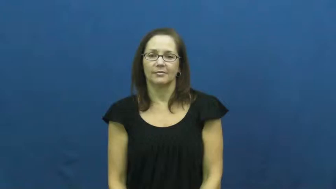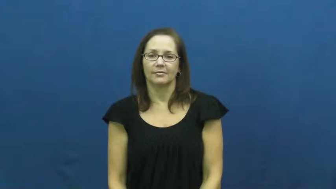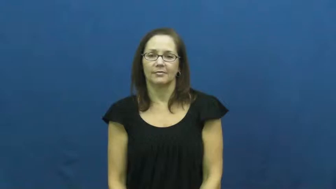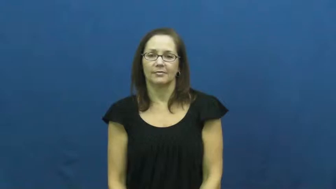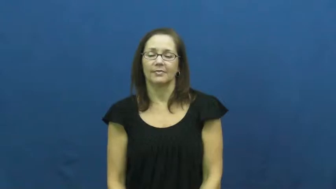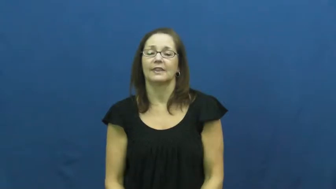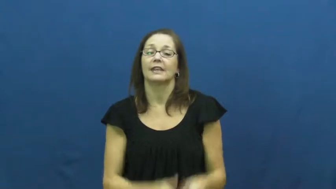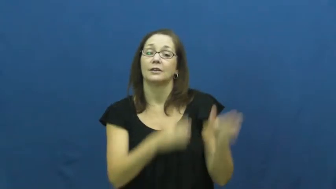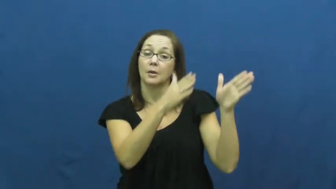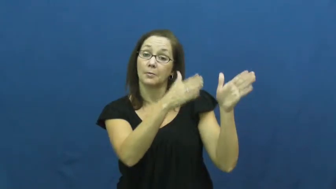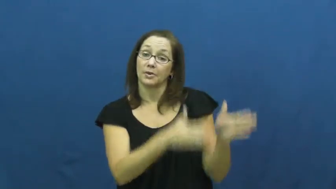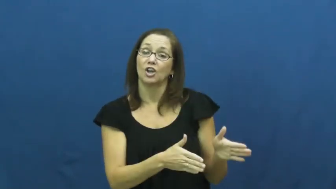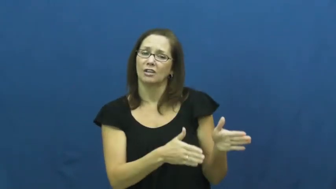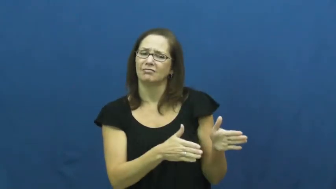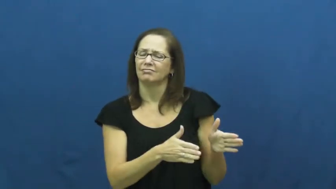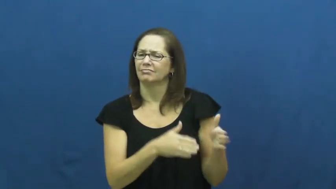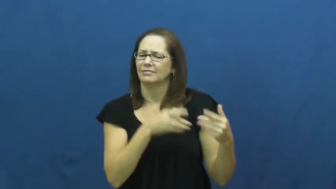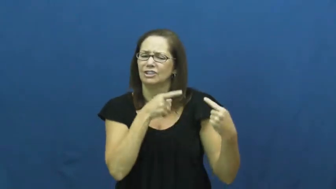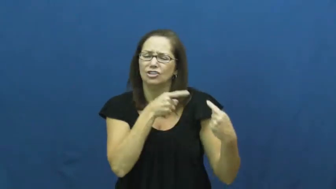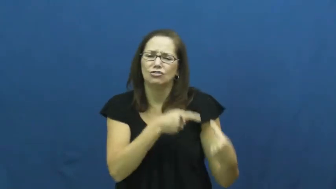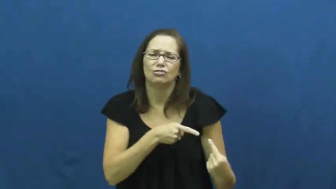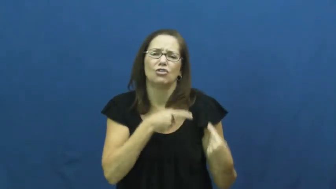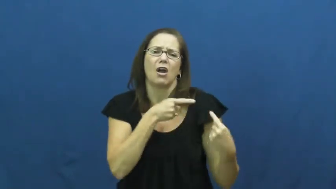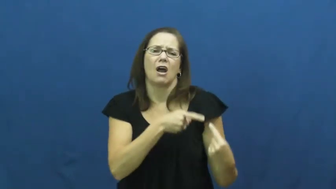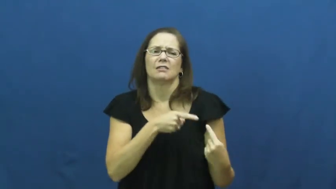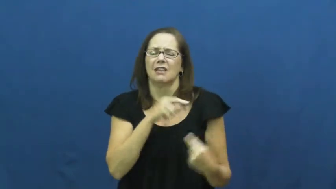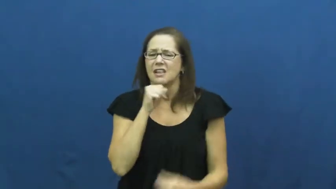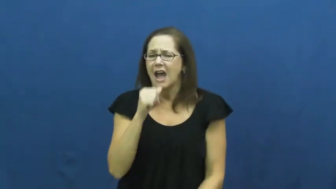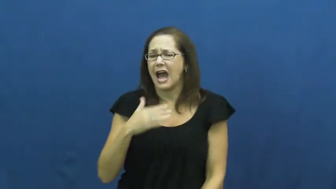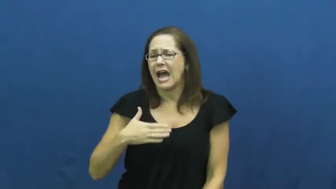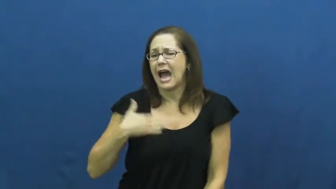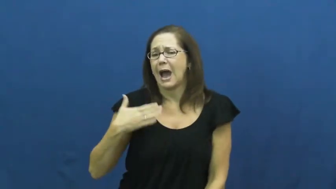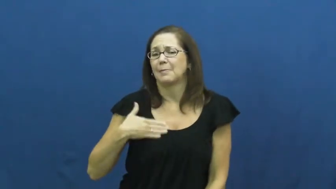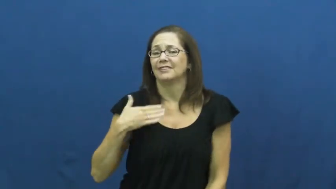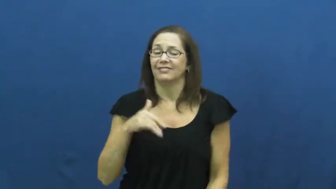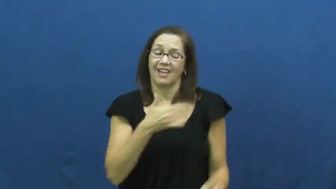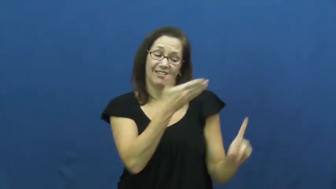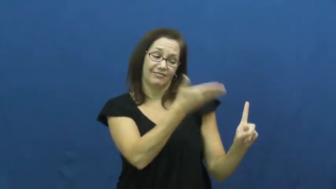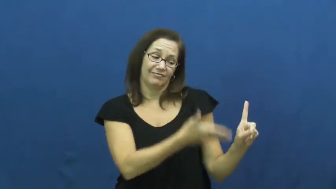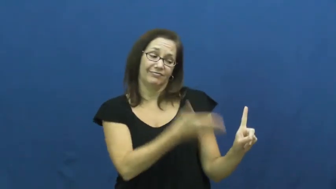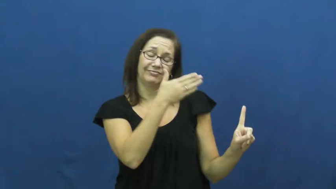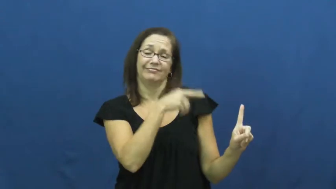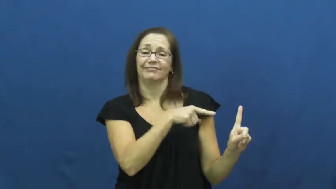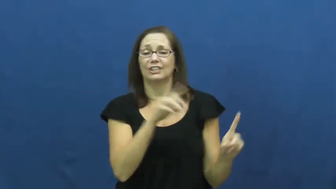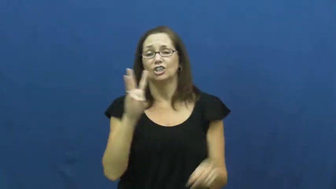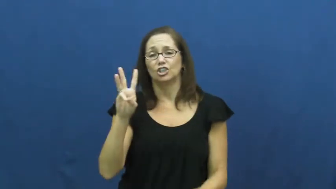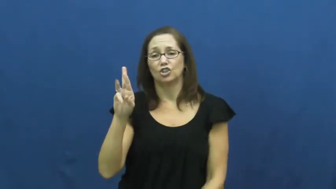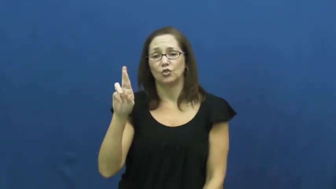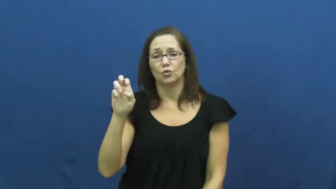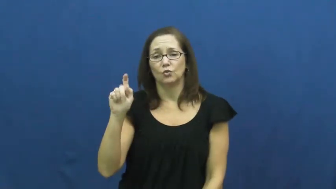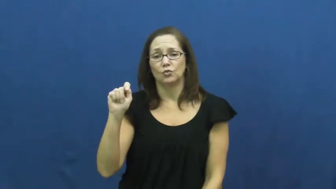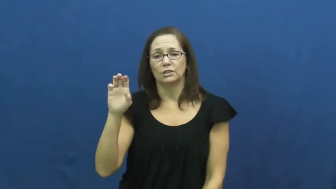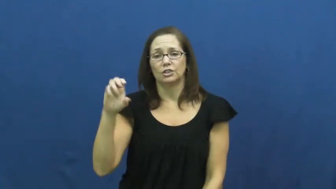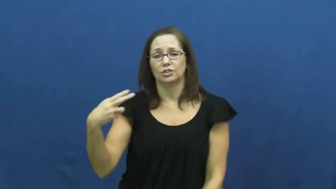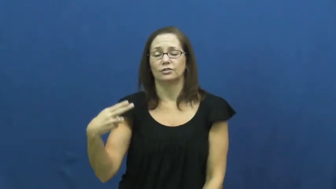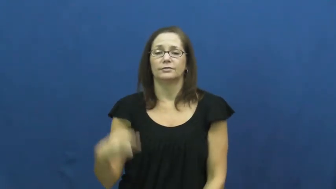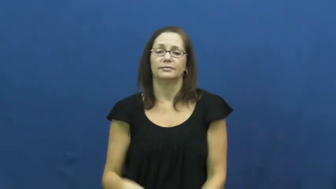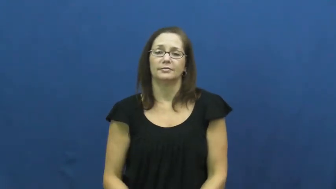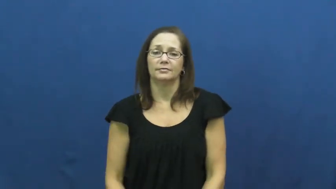wretch-pitiful person